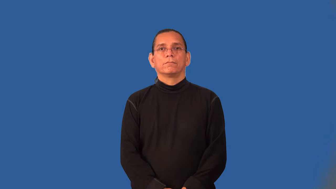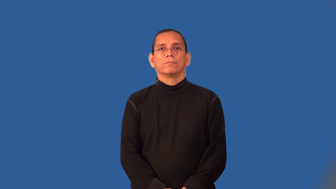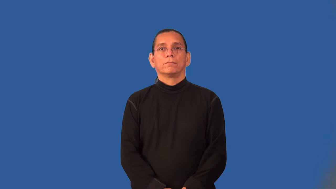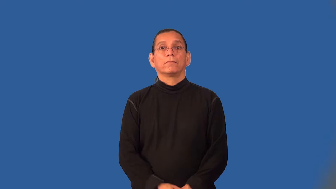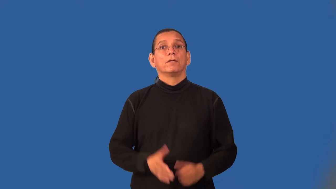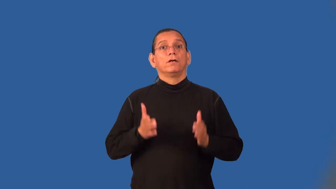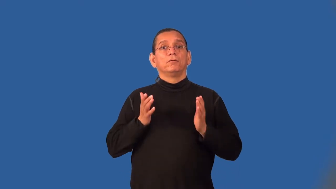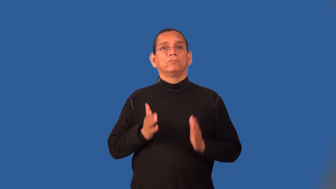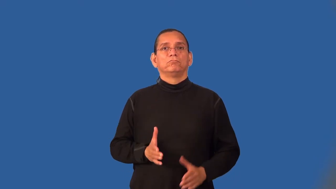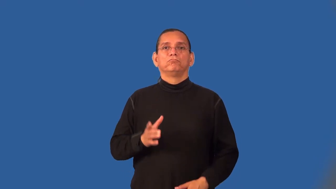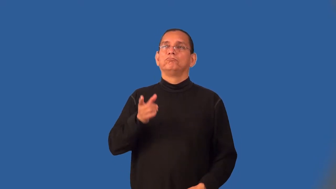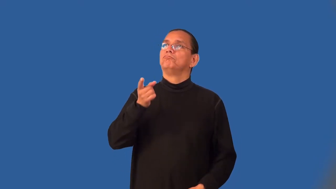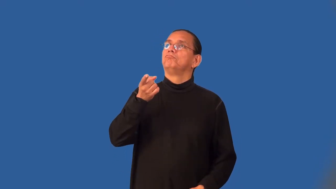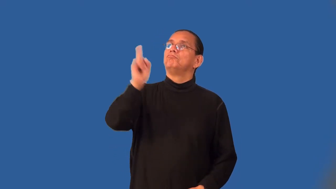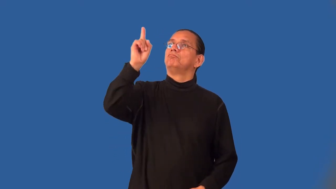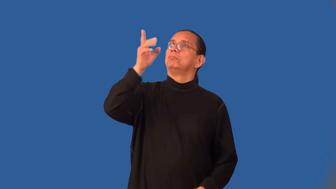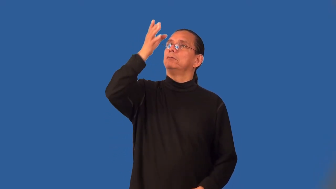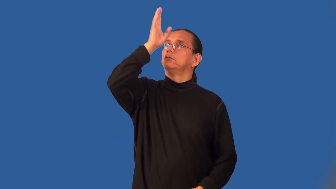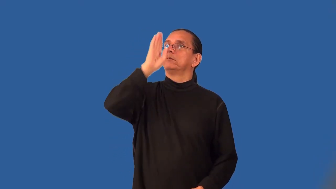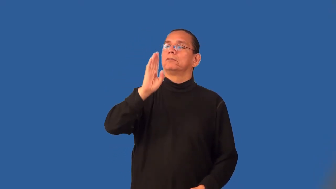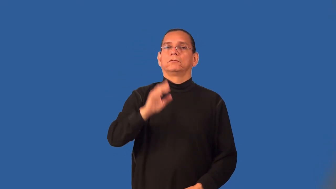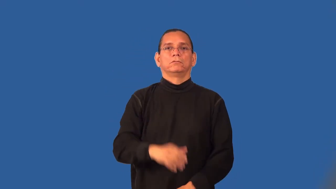blasphemer